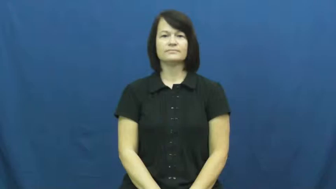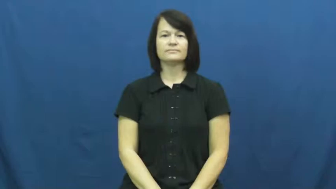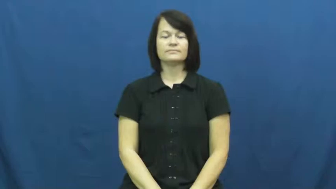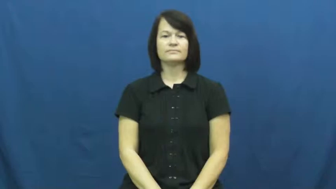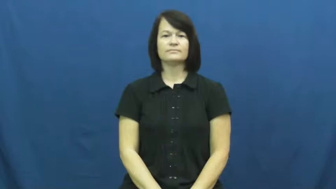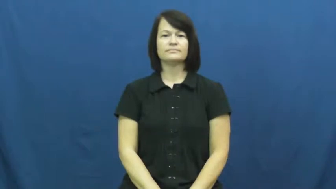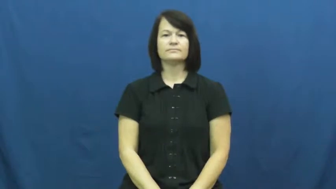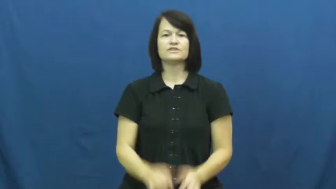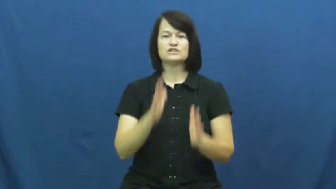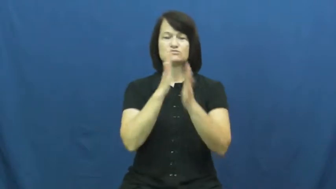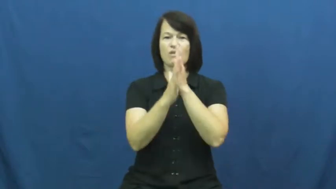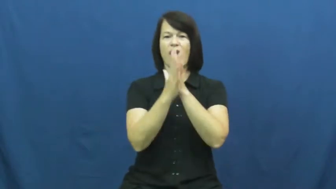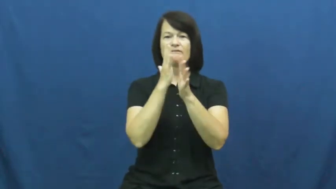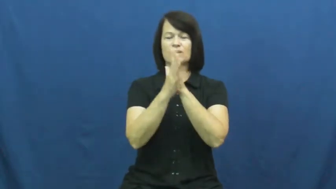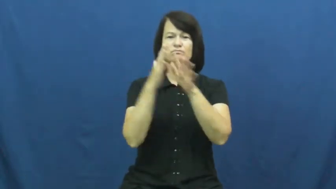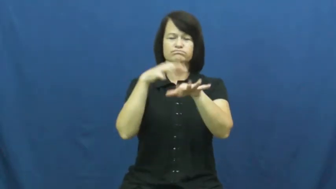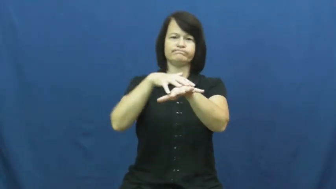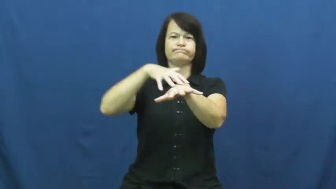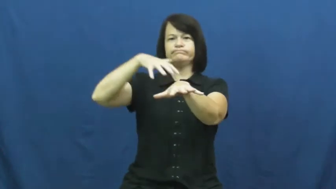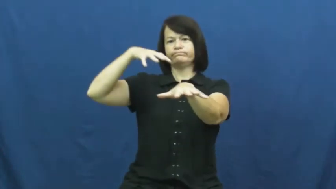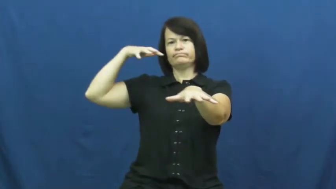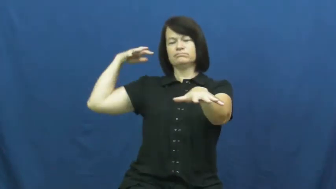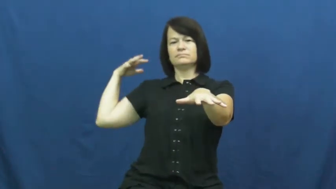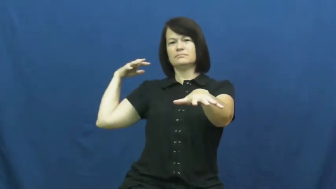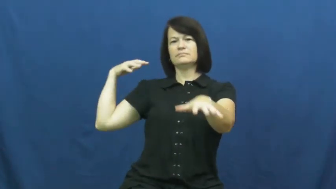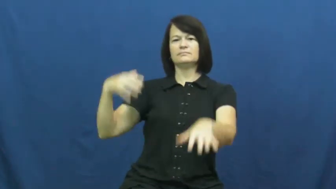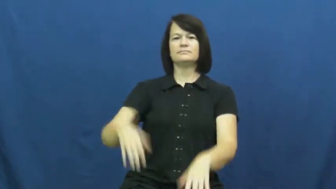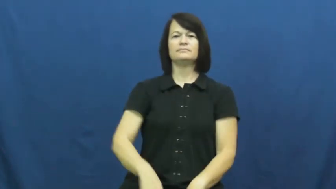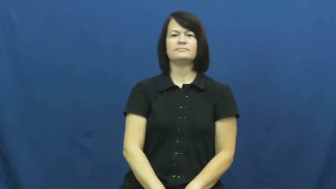traffic